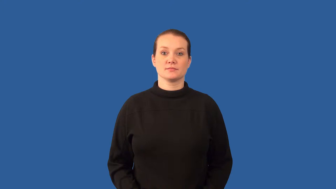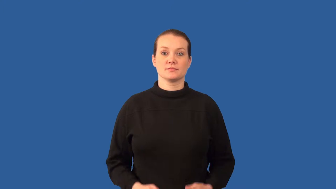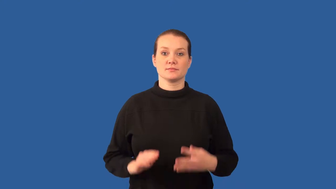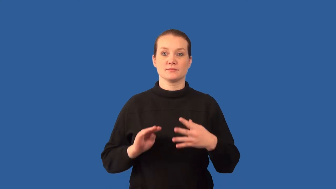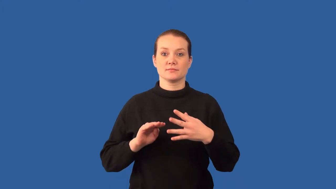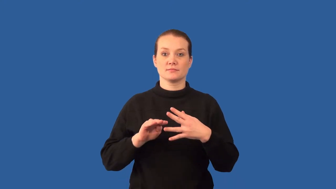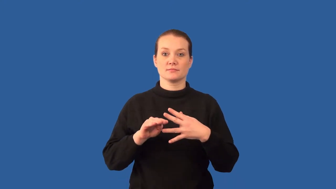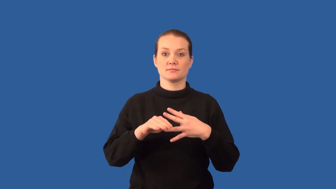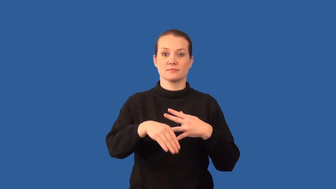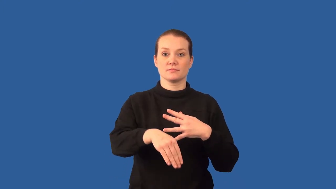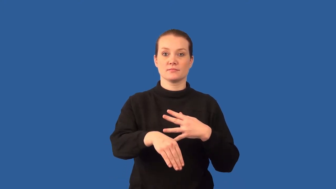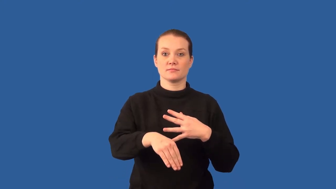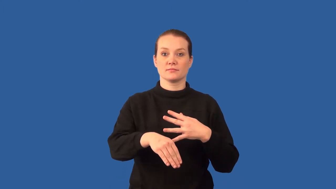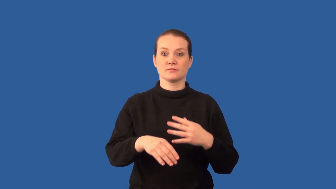refract